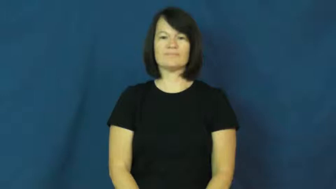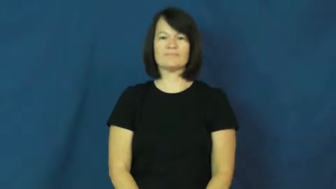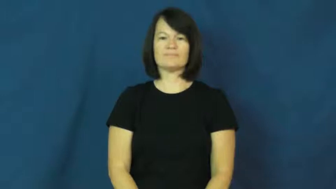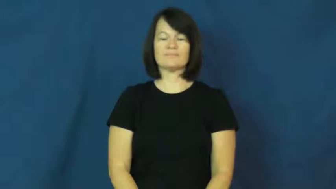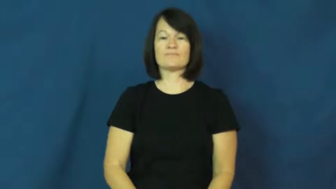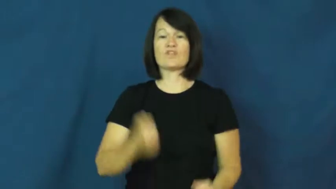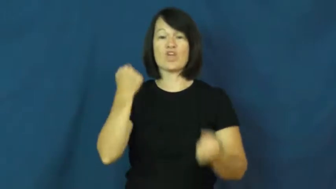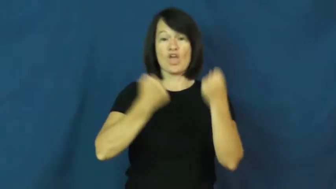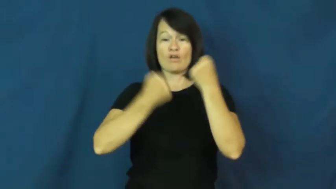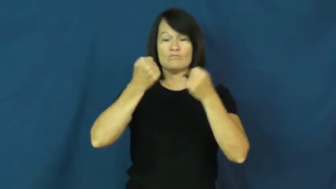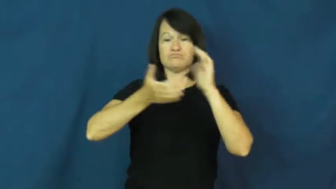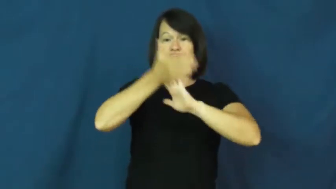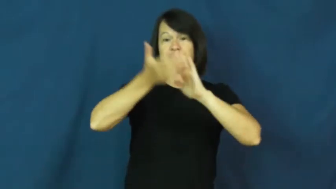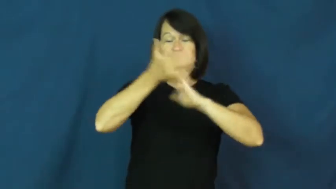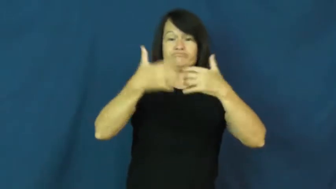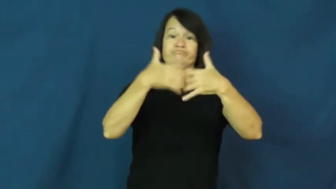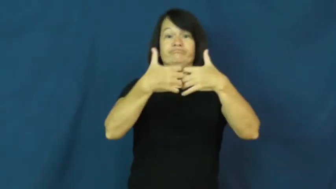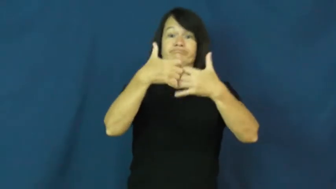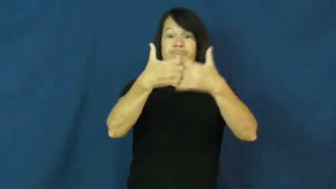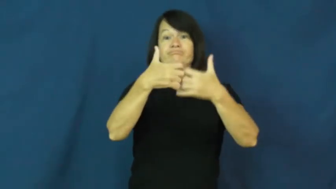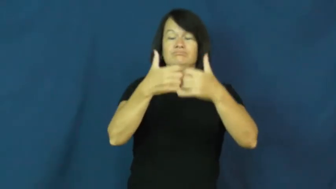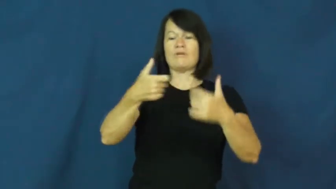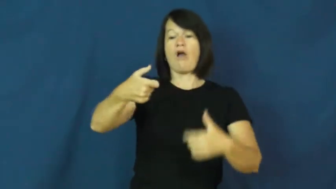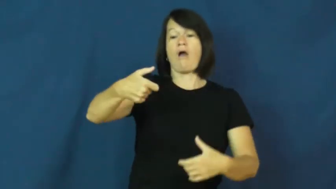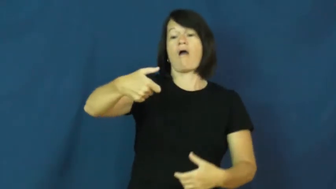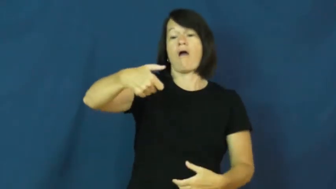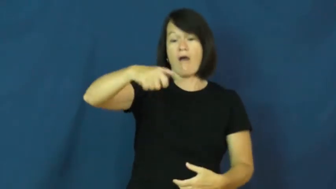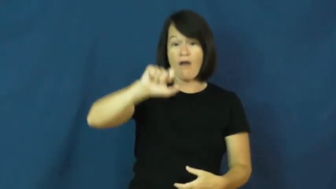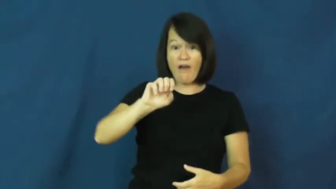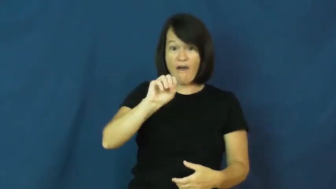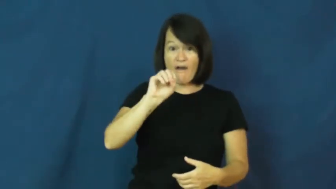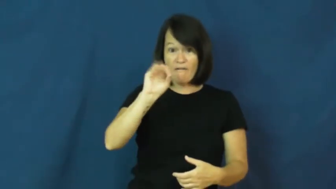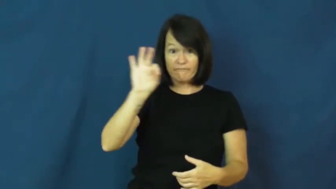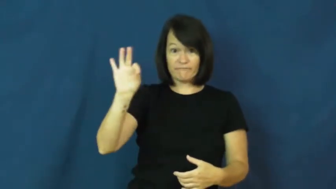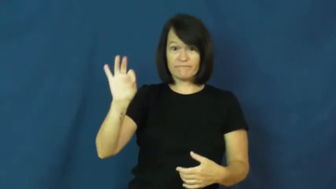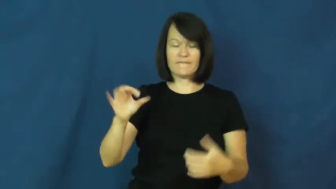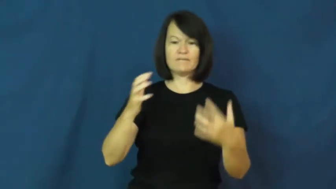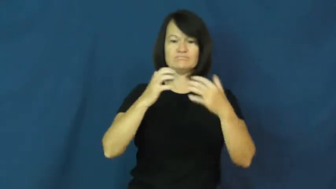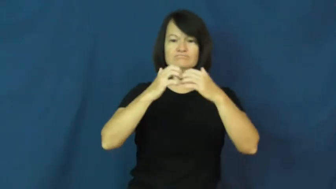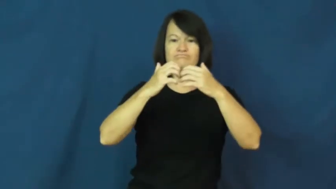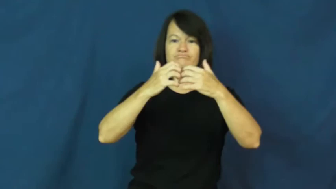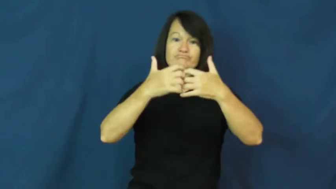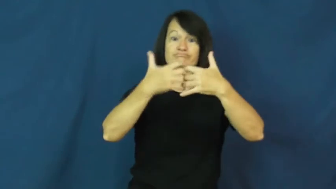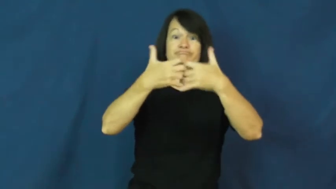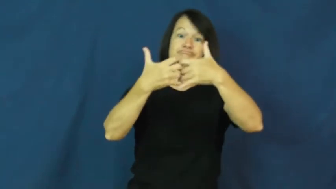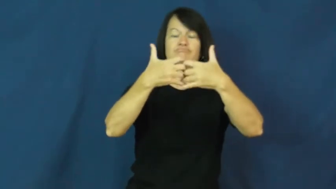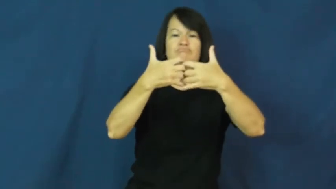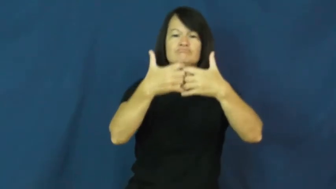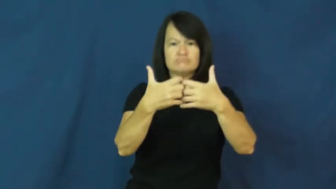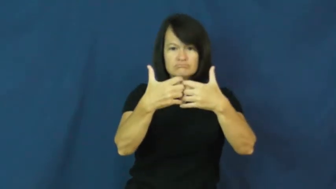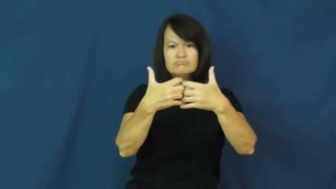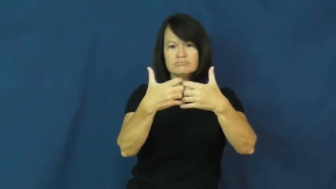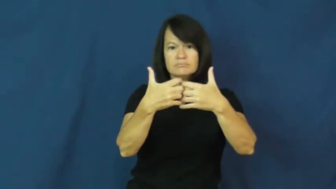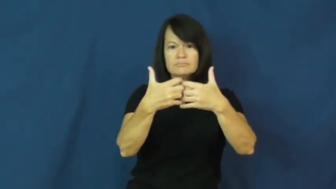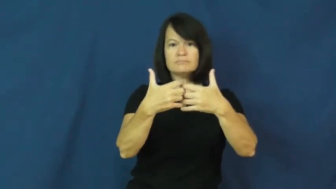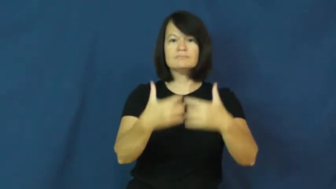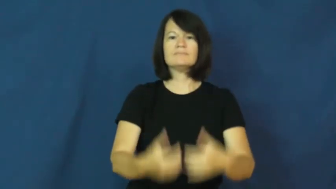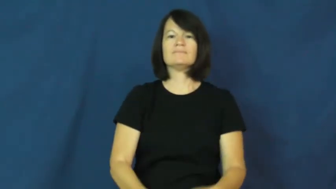off-car